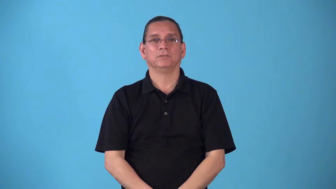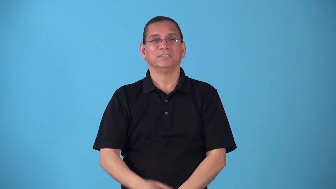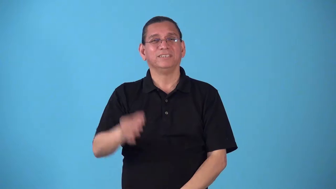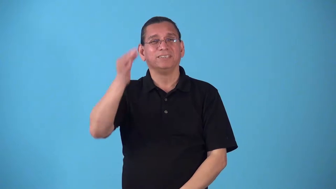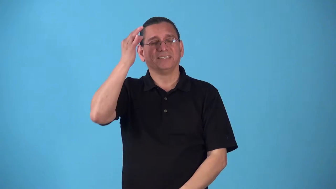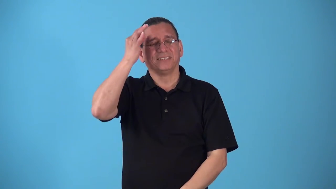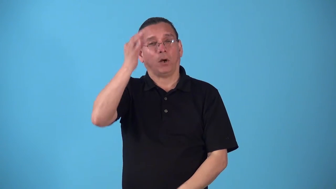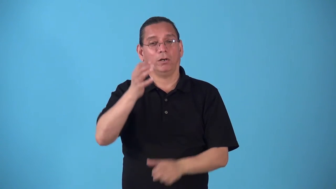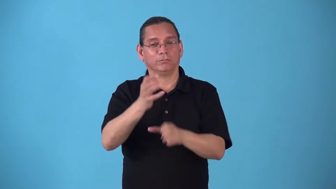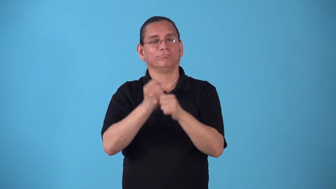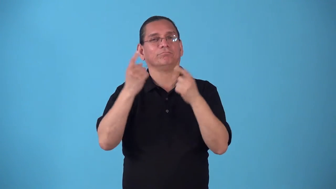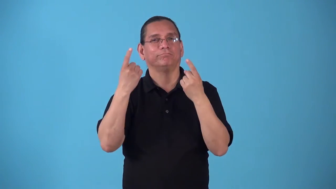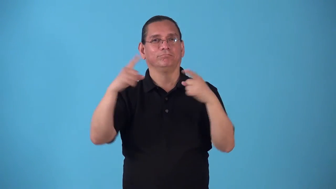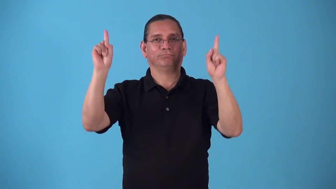sqeak by, squeak throug- just barely win or succeed